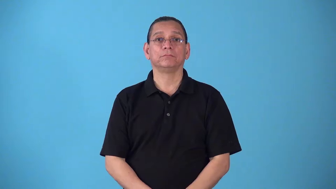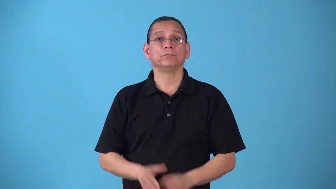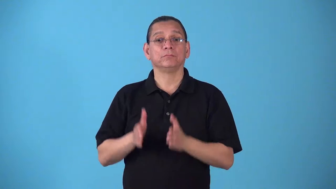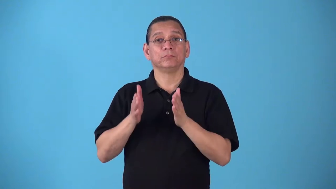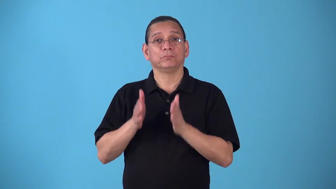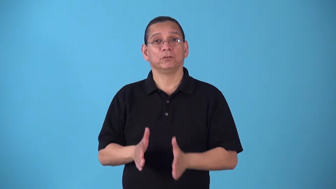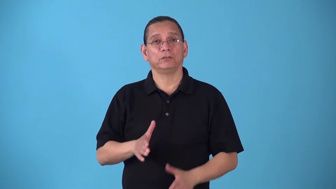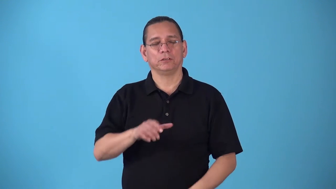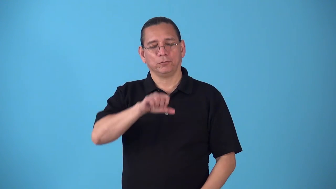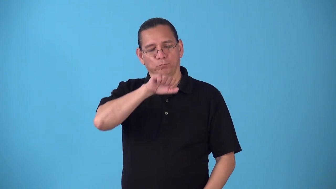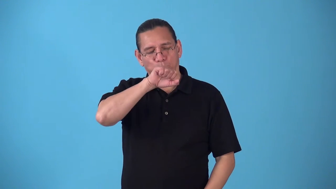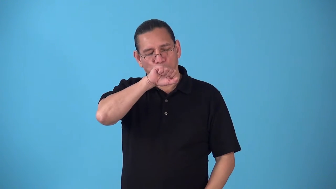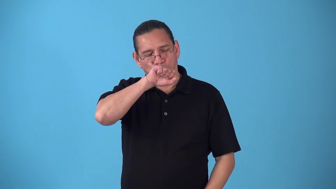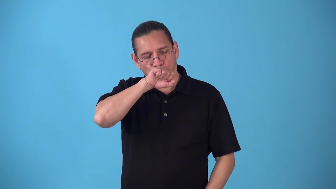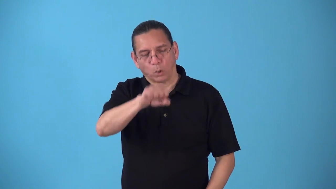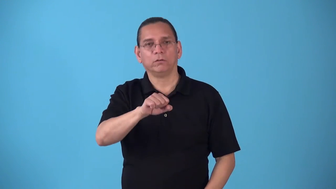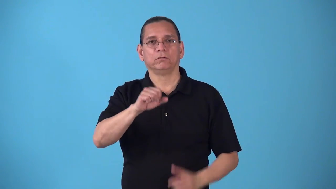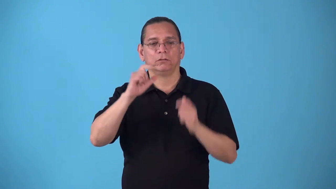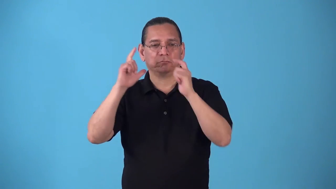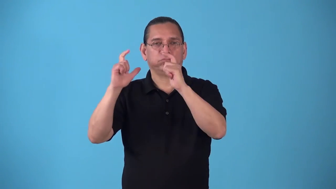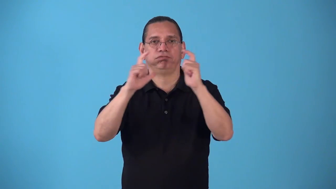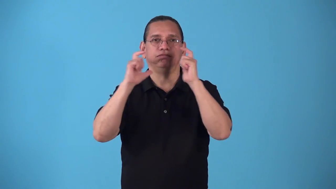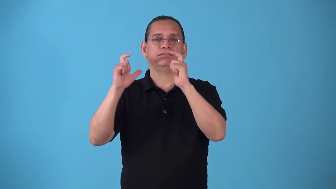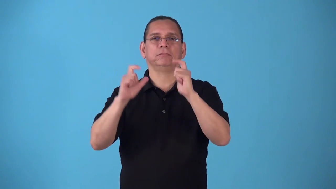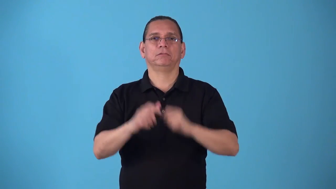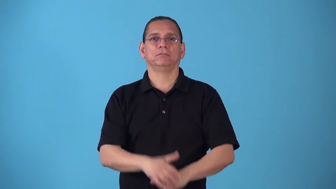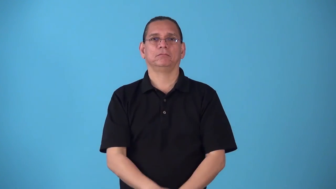shutterbug